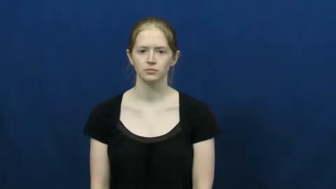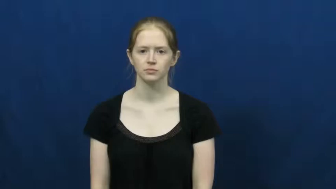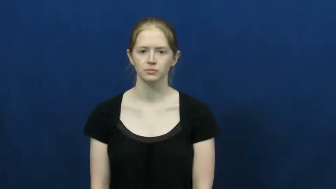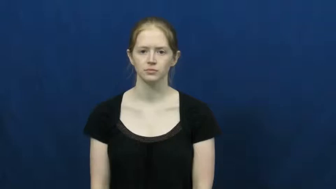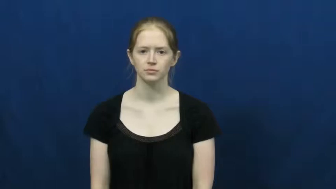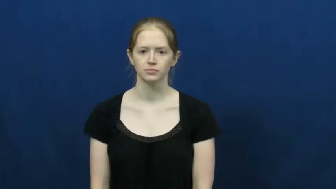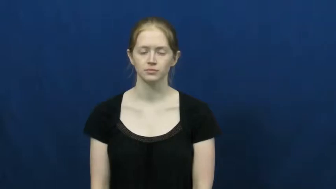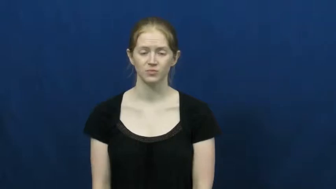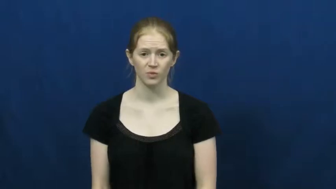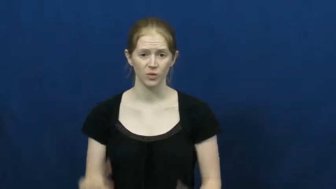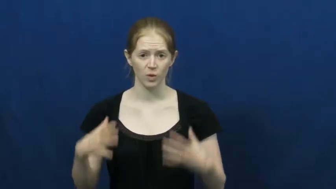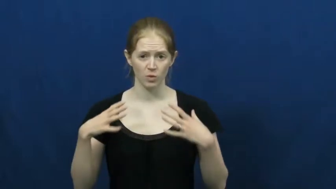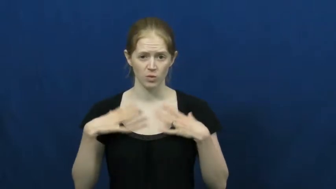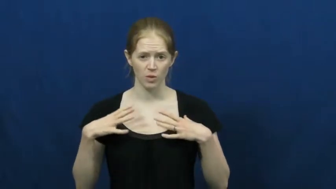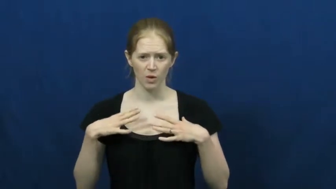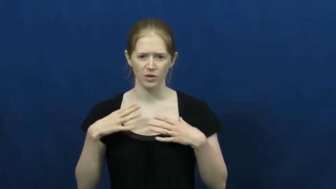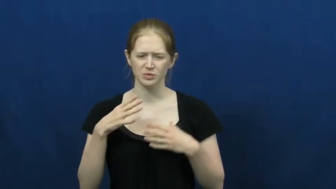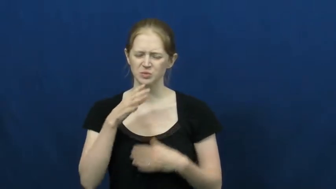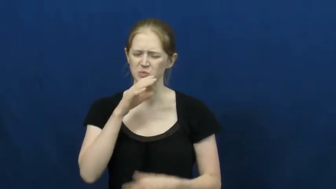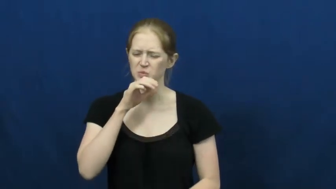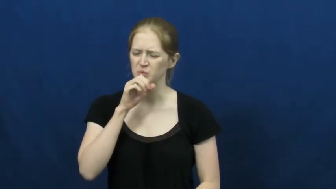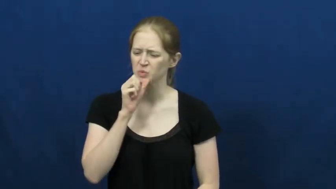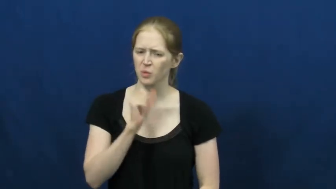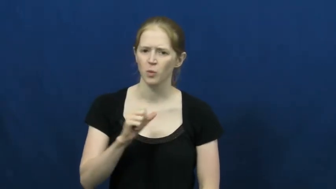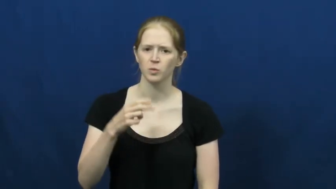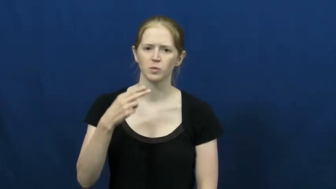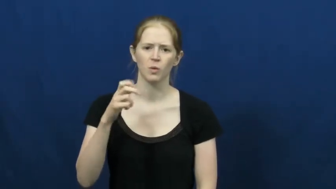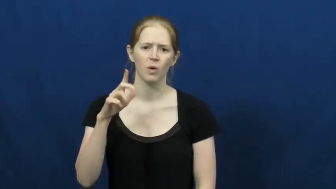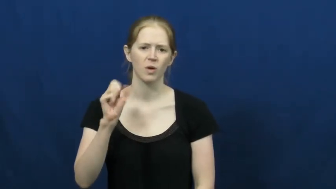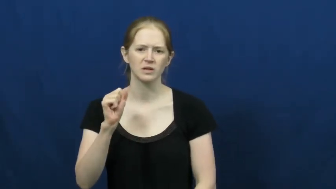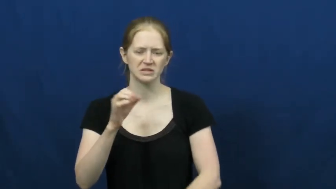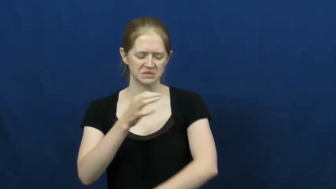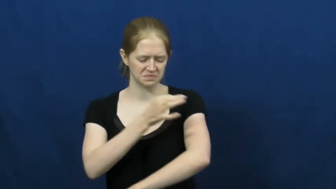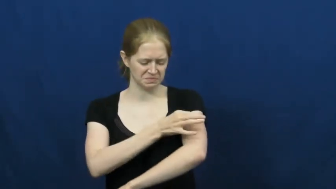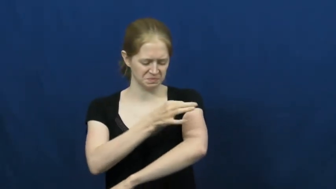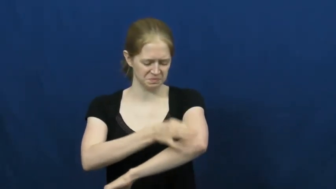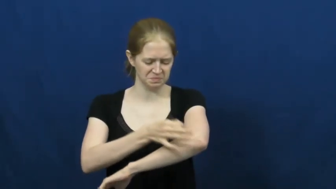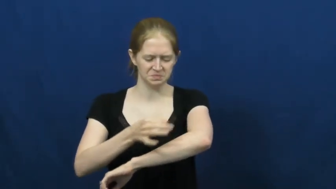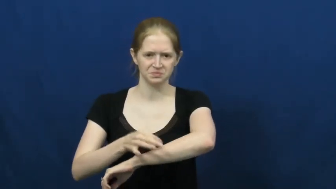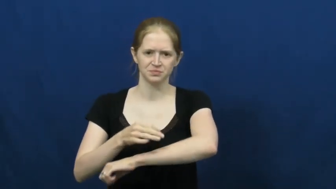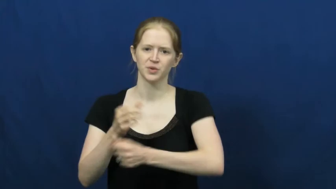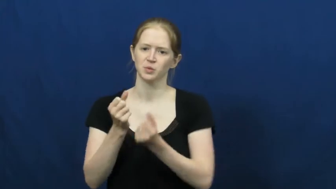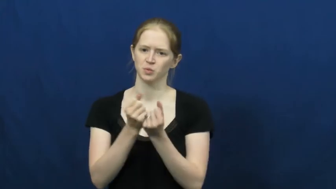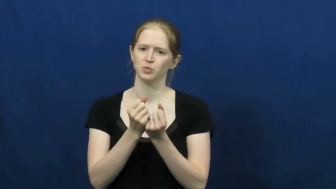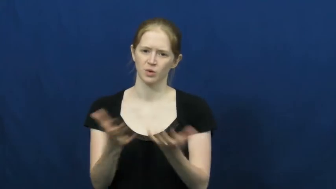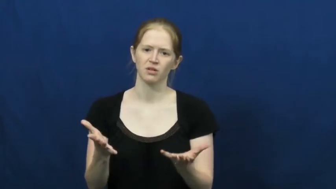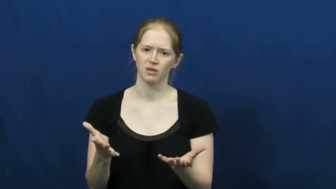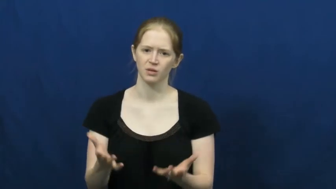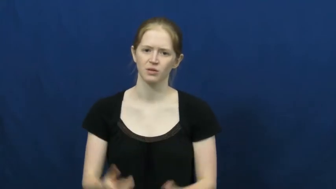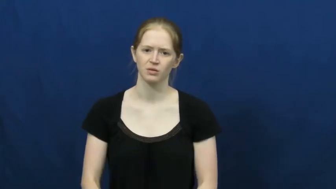worn-old cloth